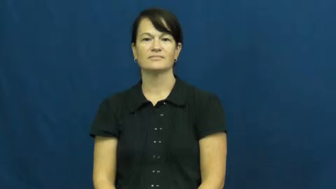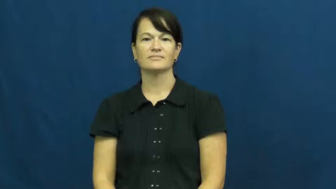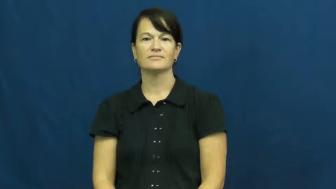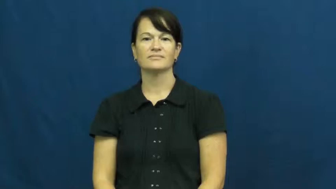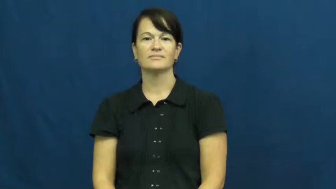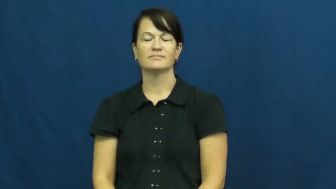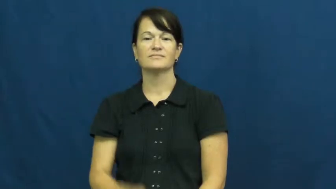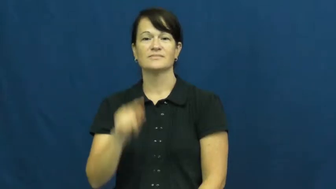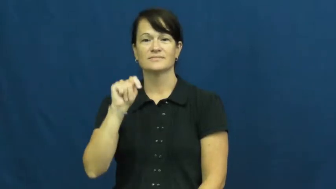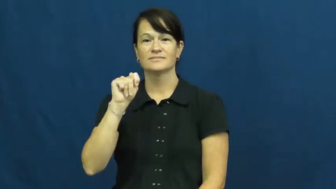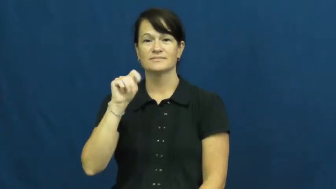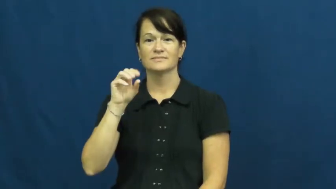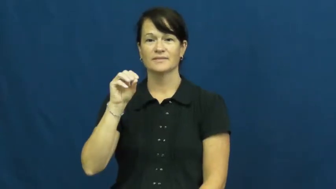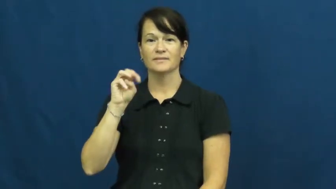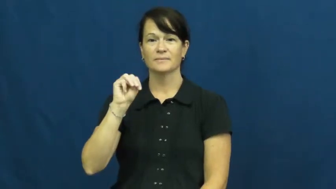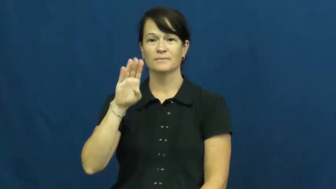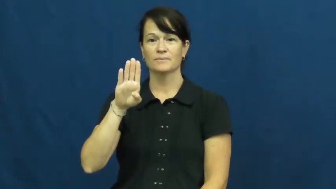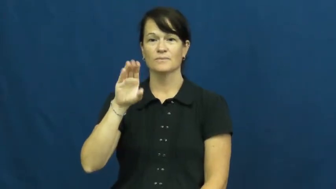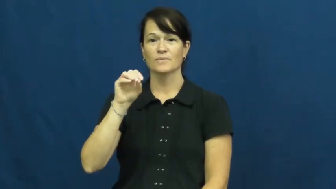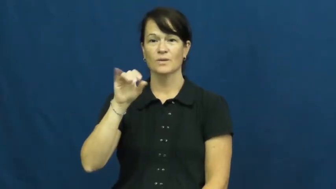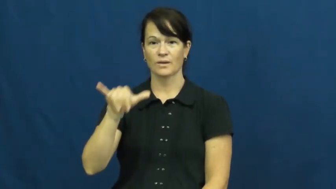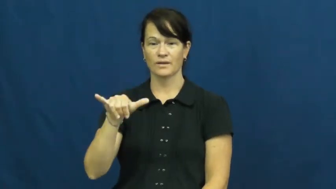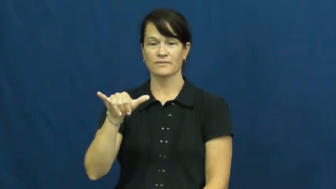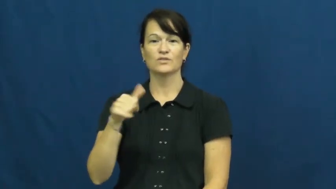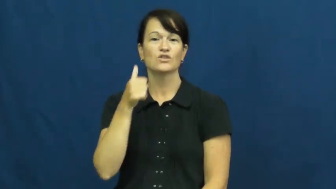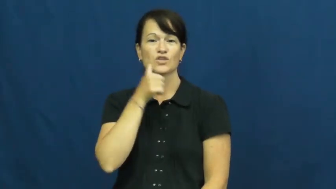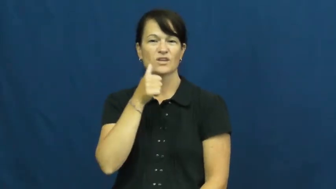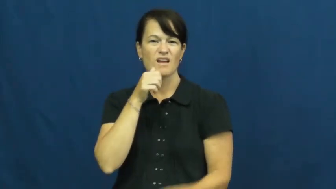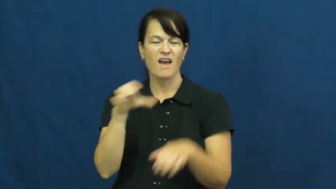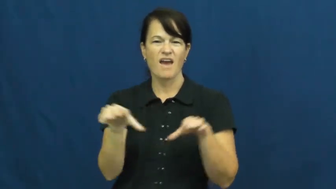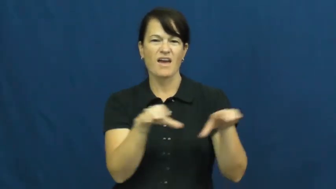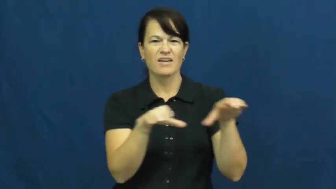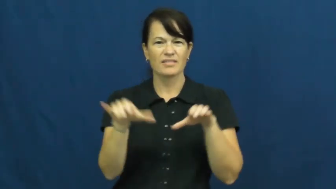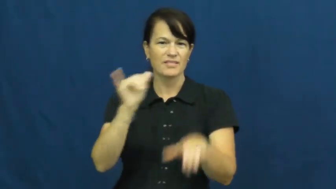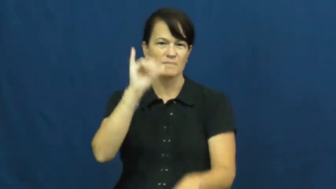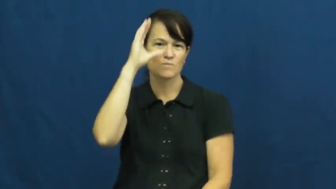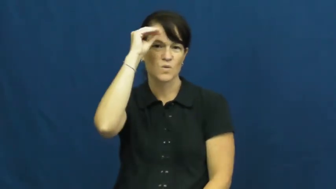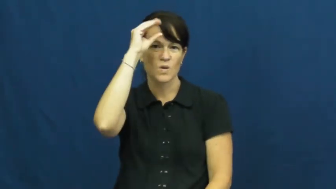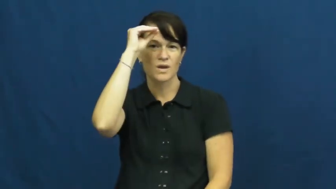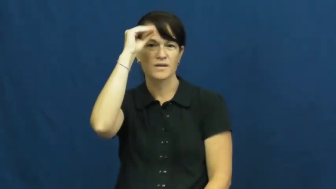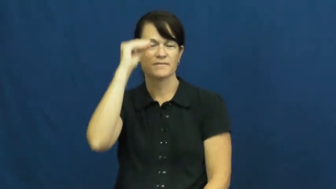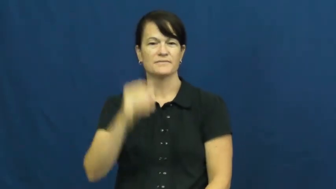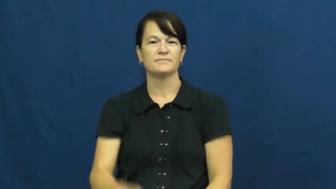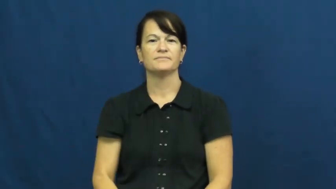tomboy,hoyden